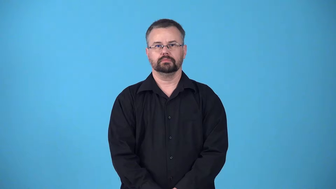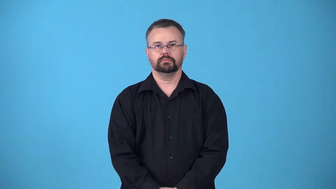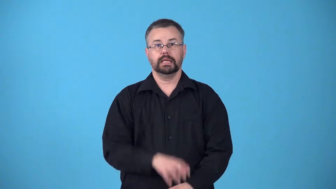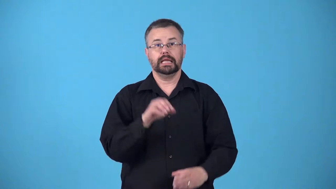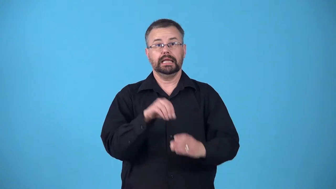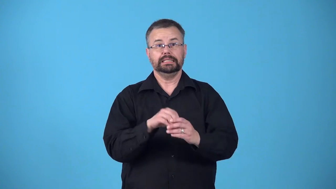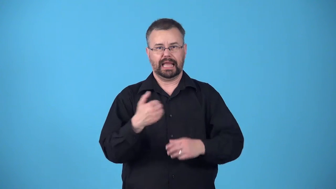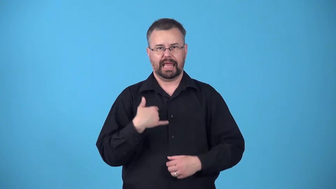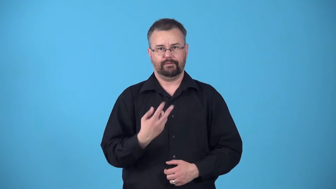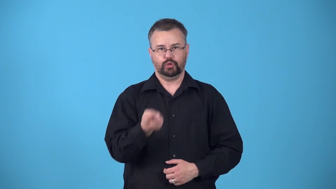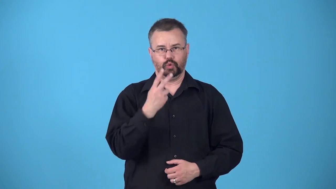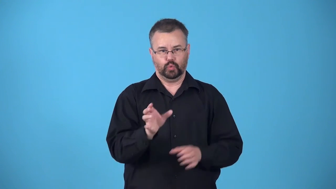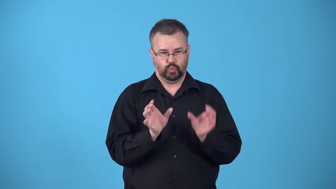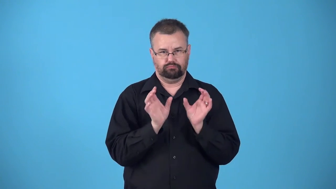bicameral-having two chambers